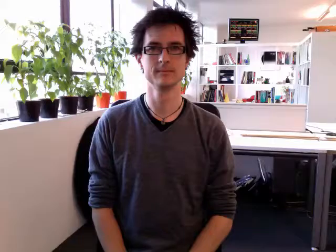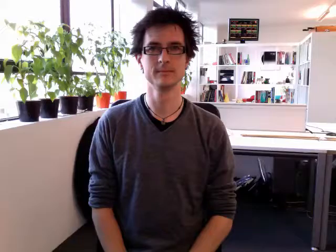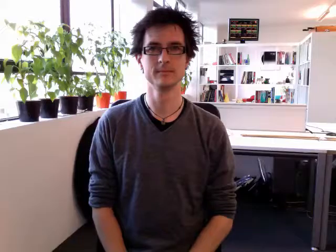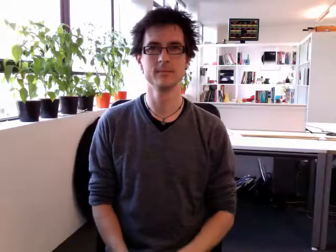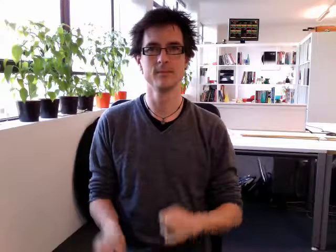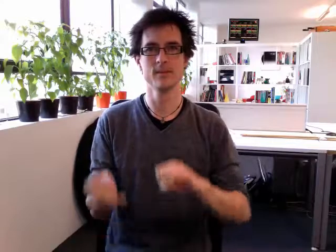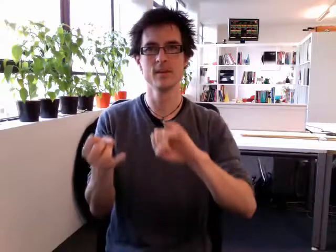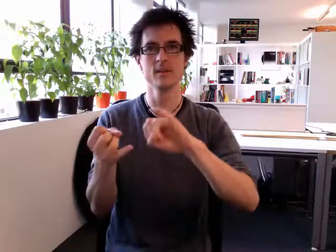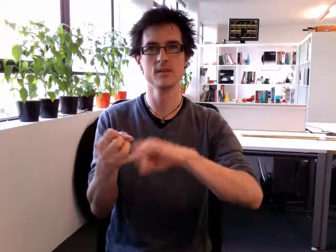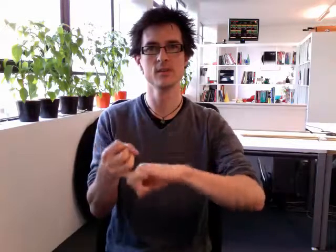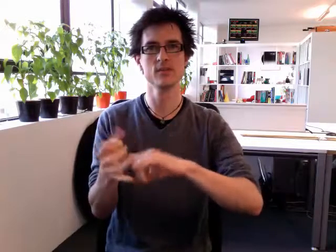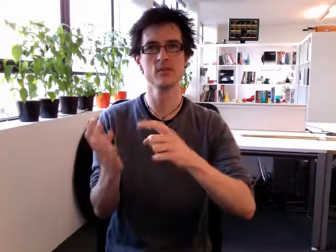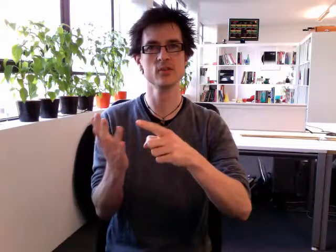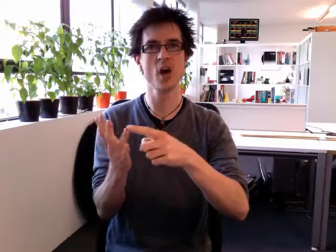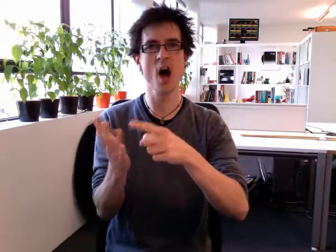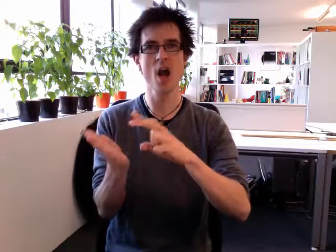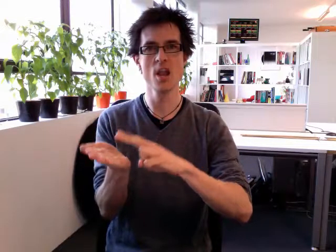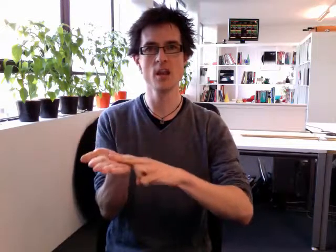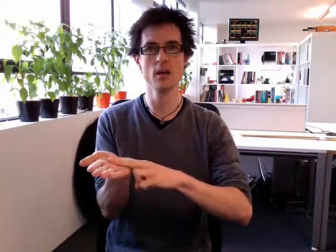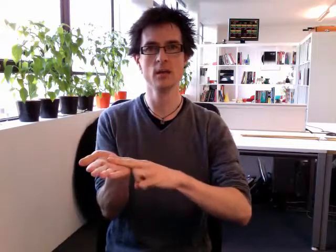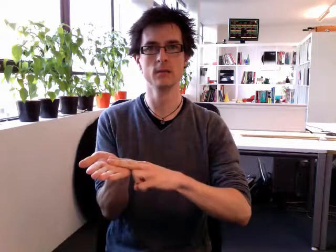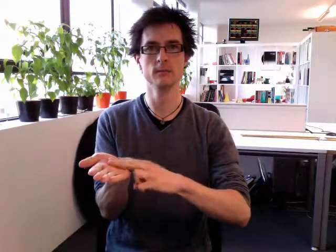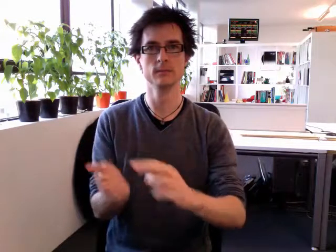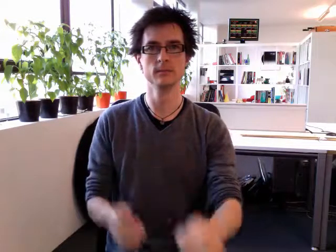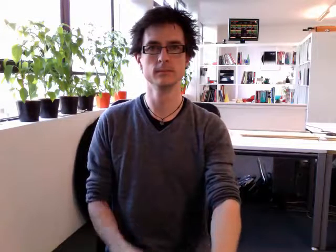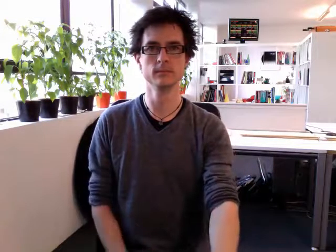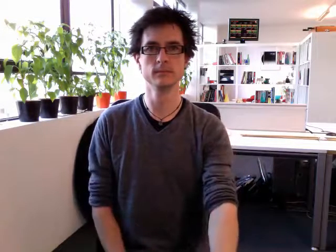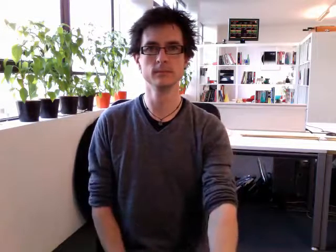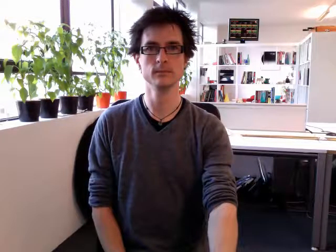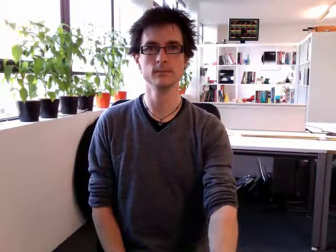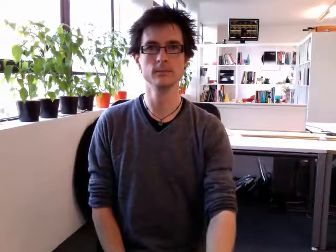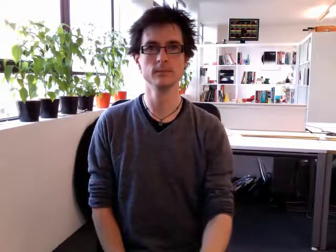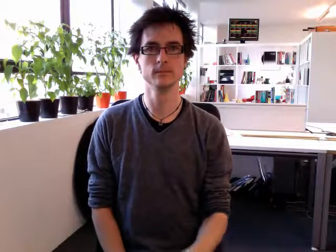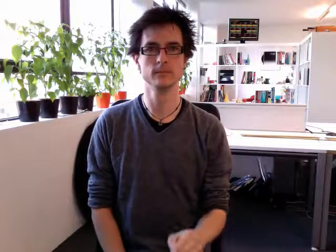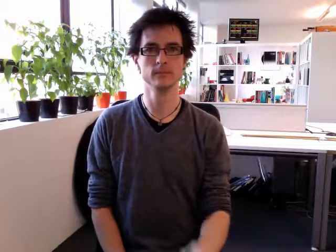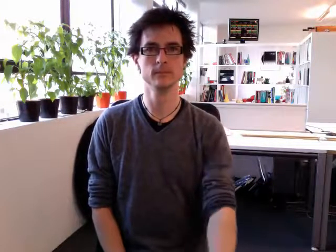son